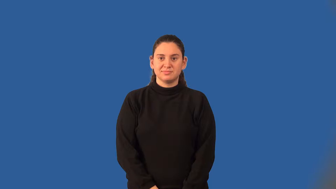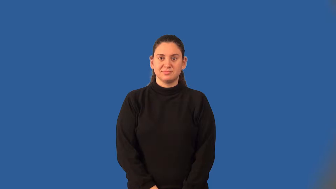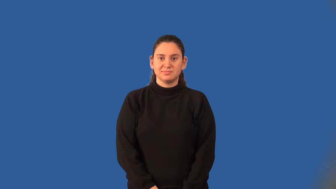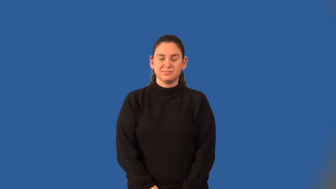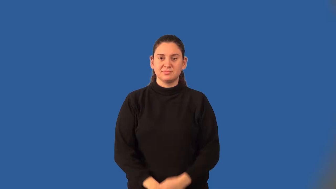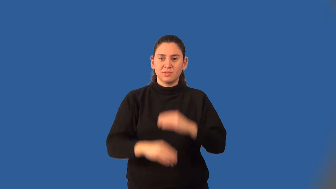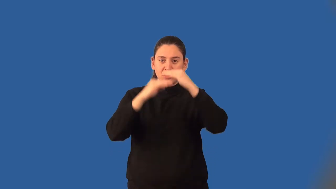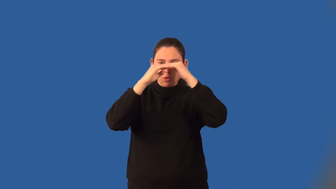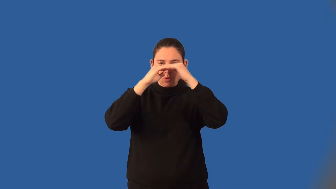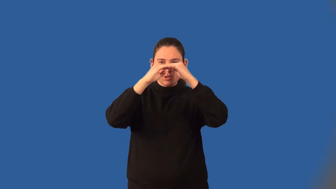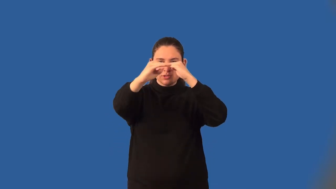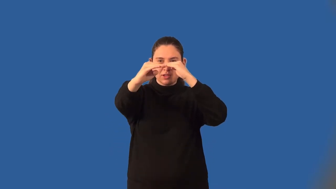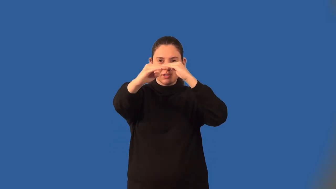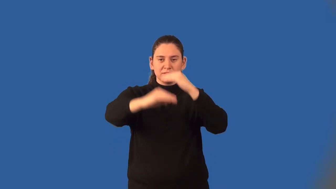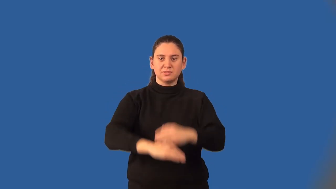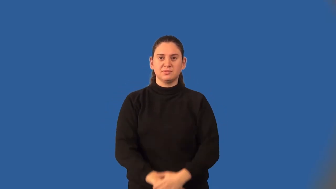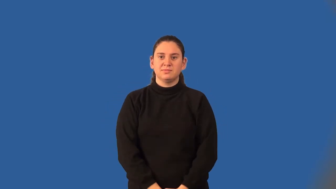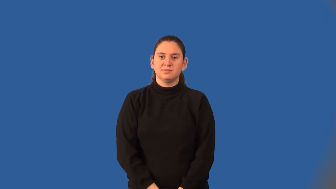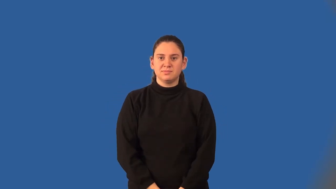horizon line